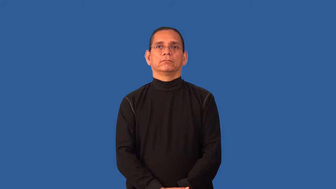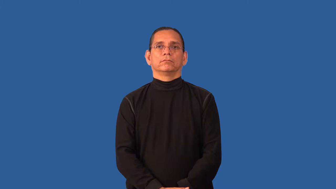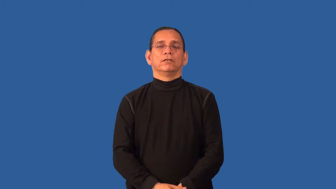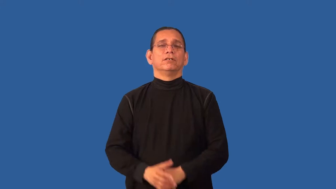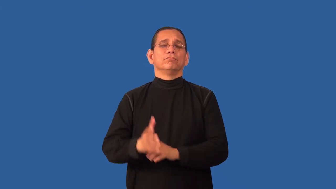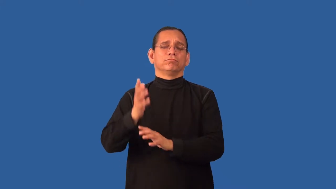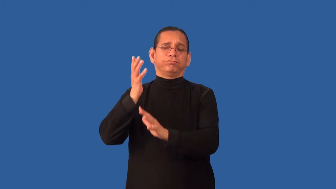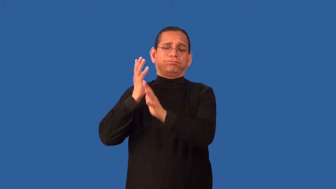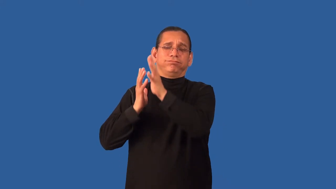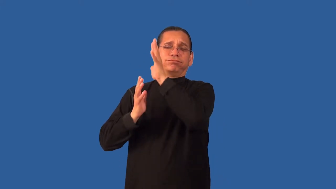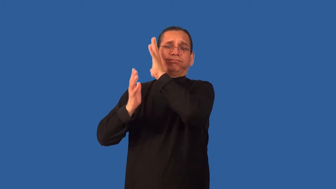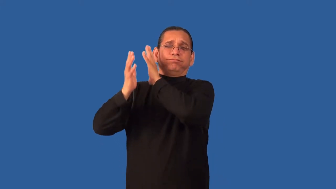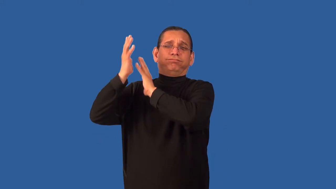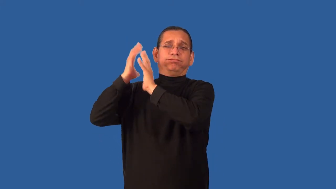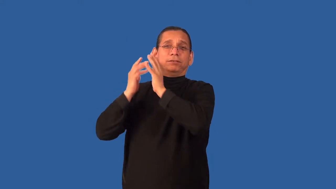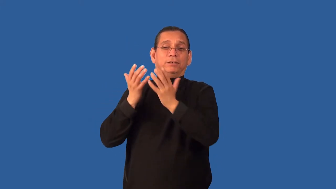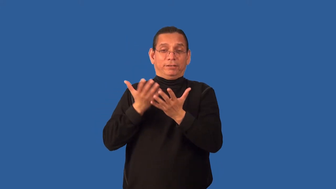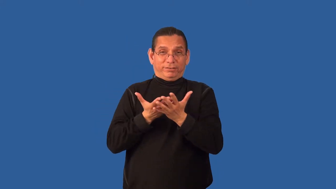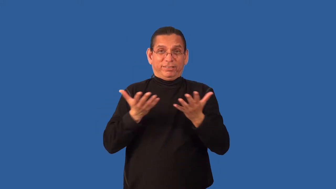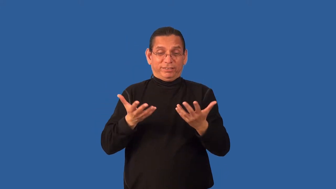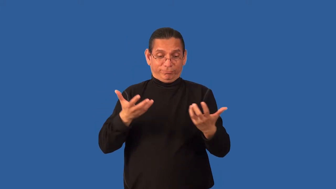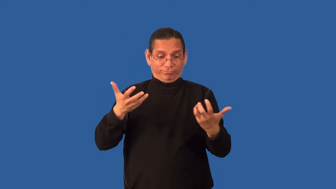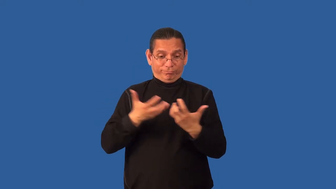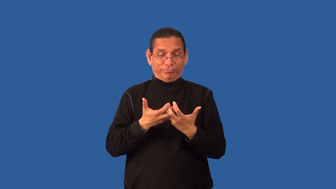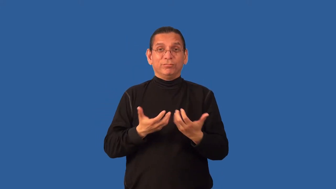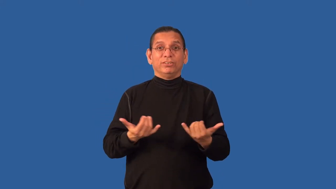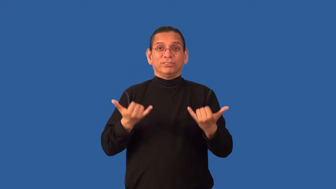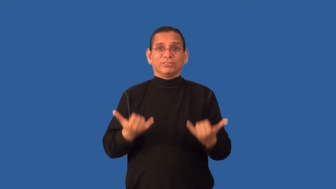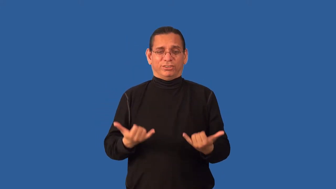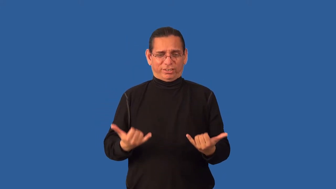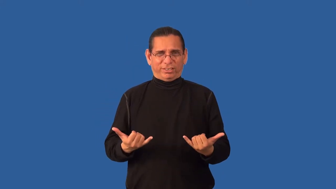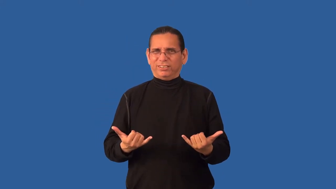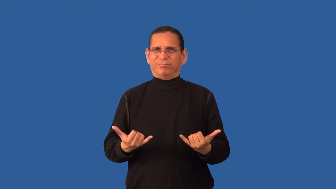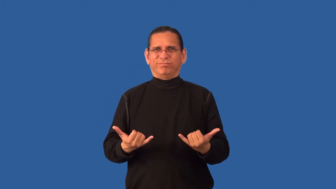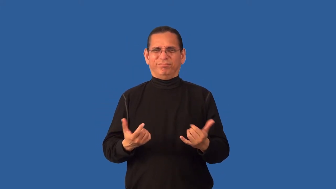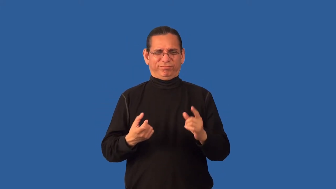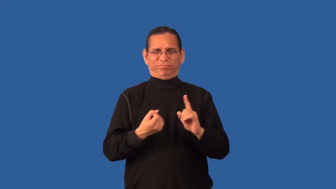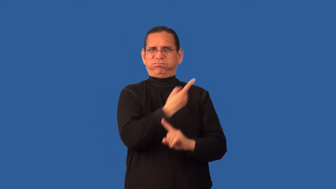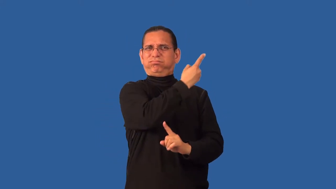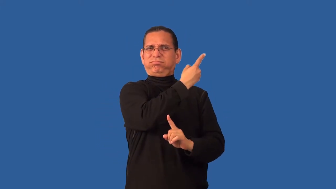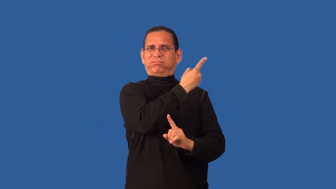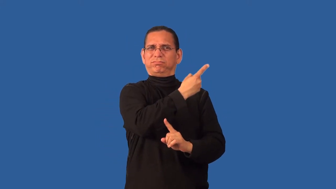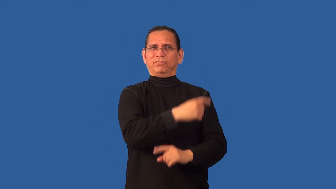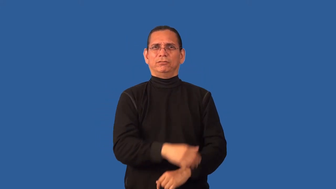anachronism